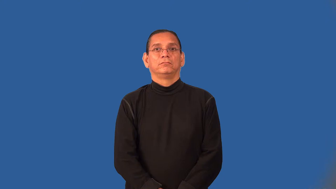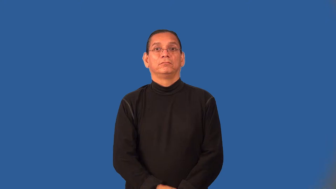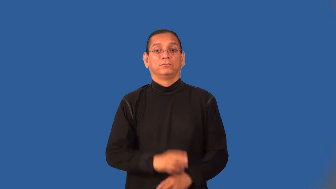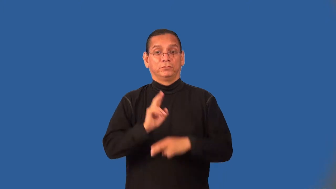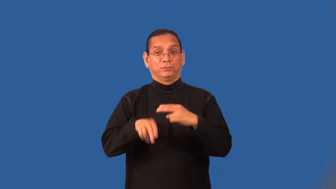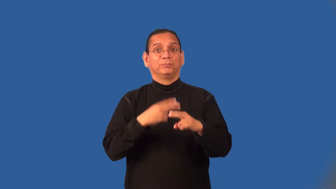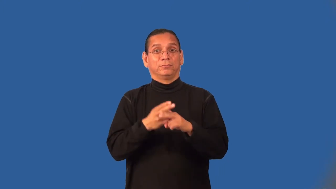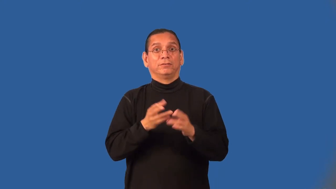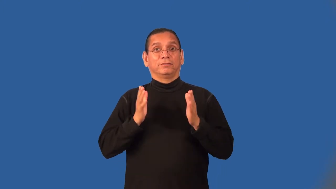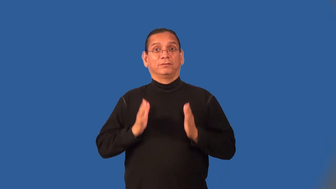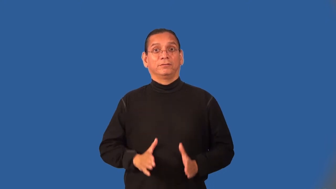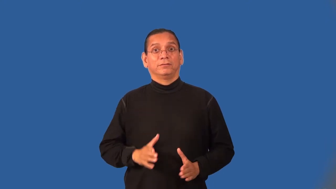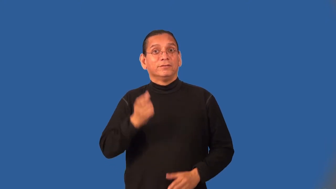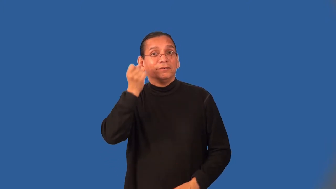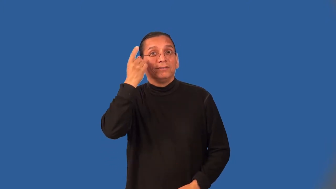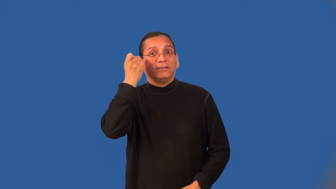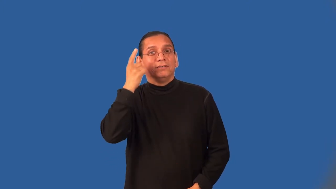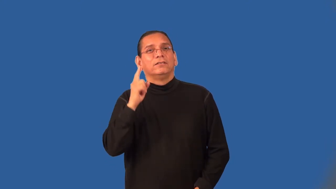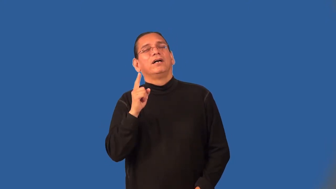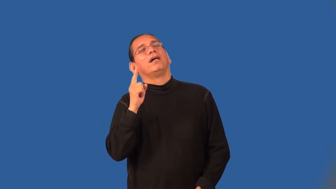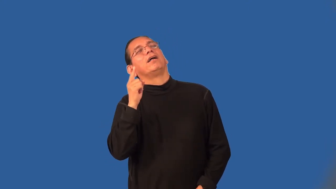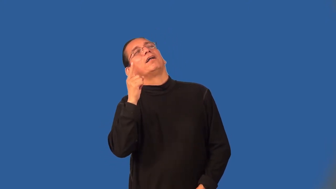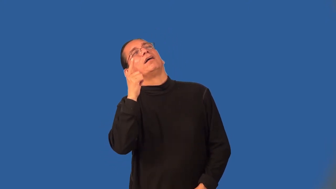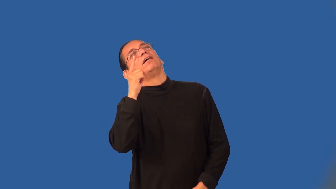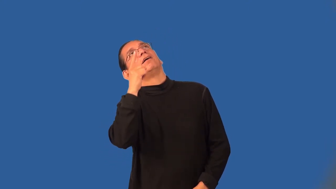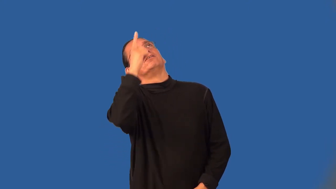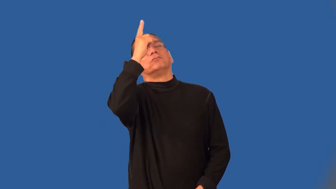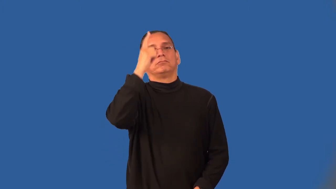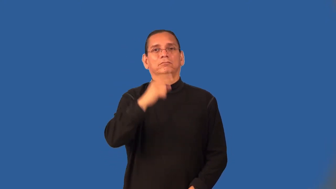aerialist